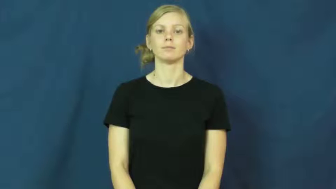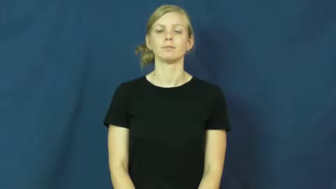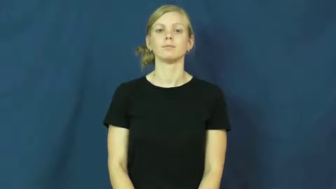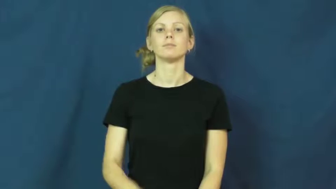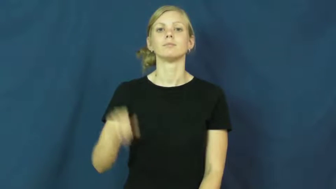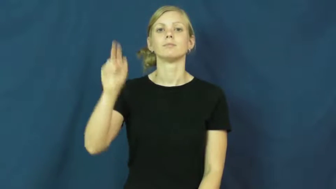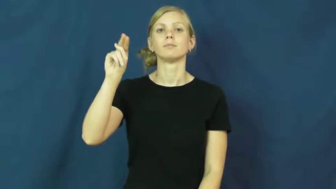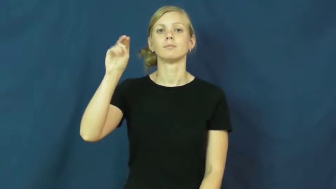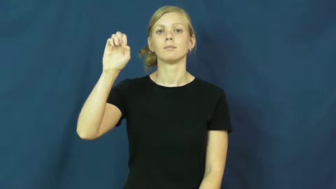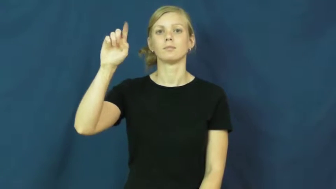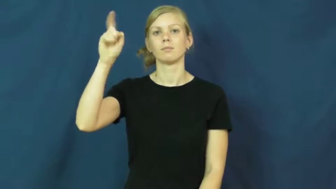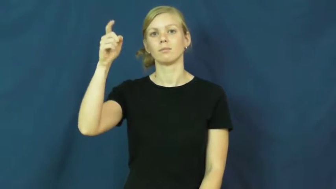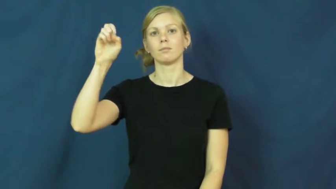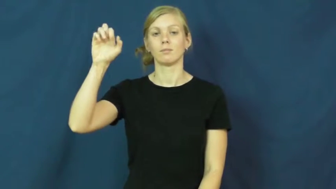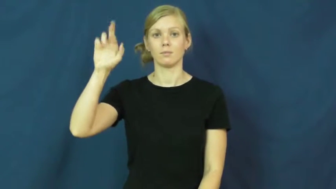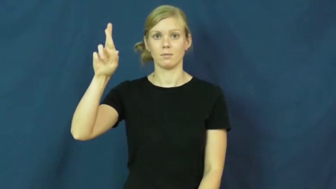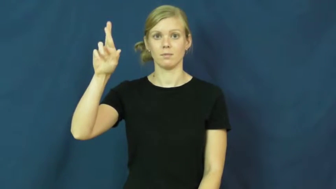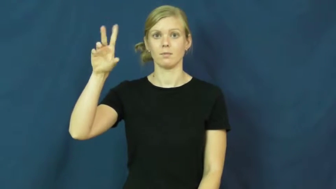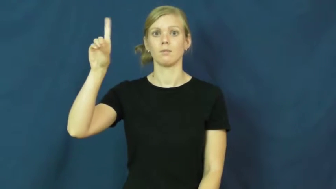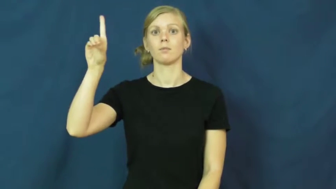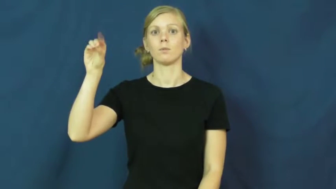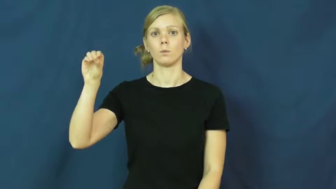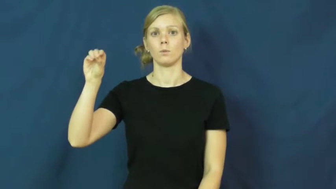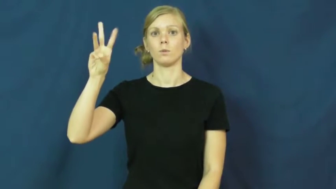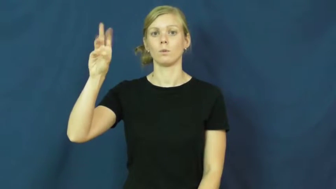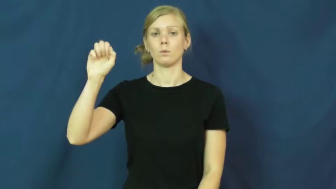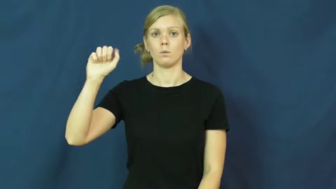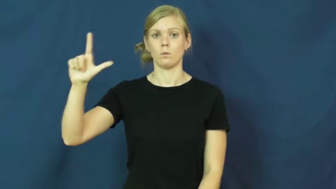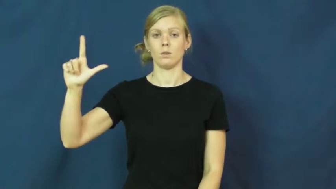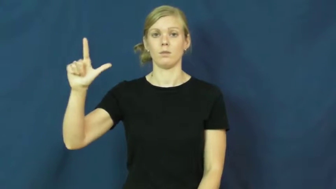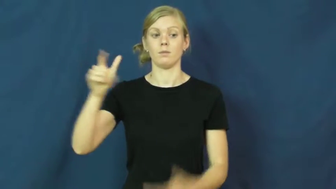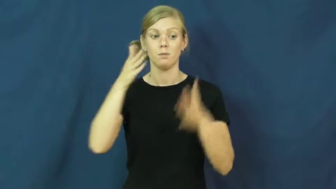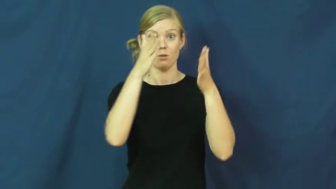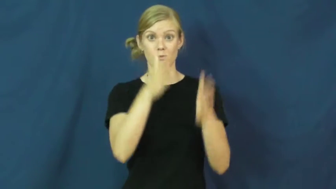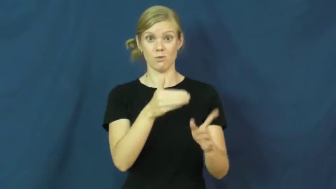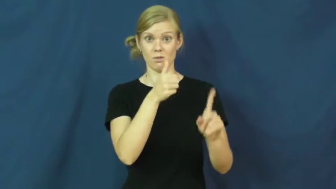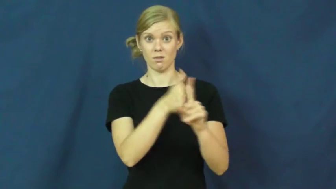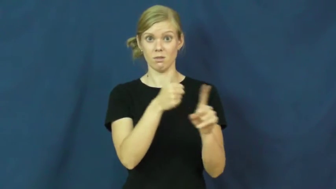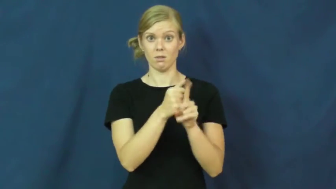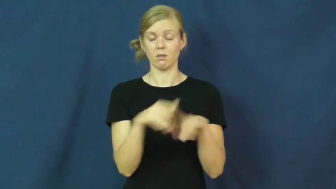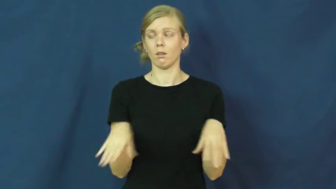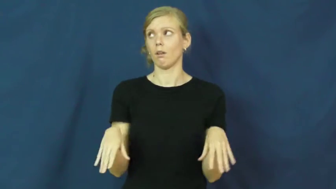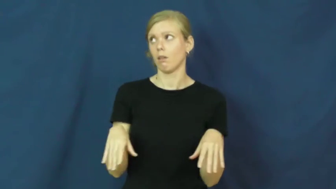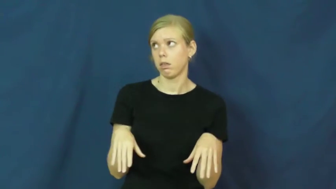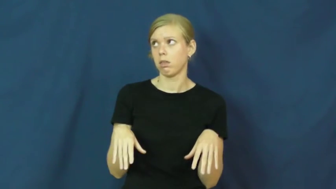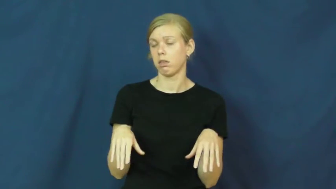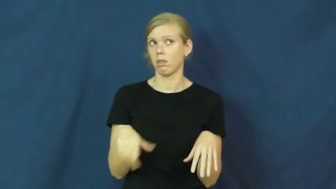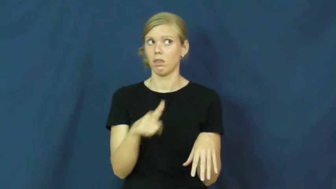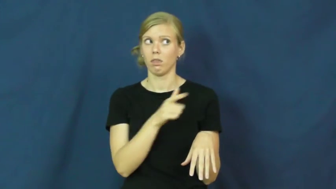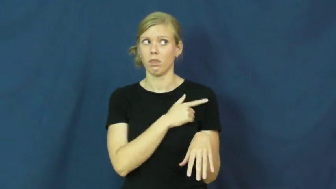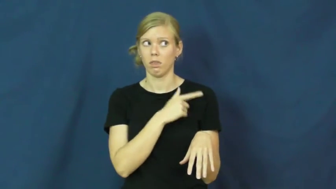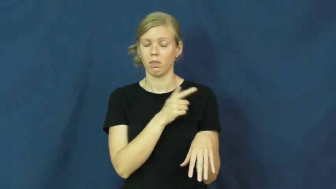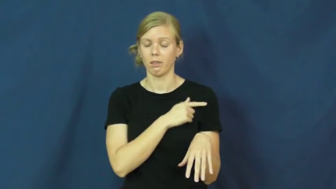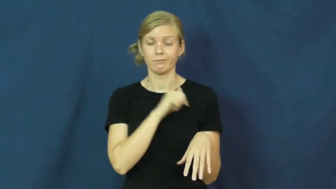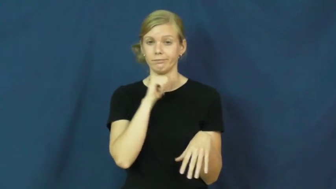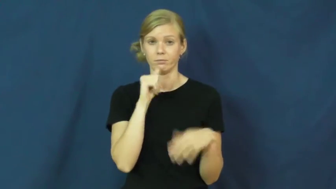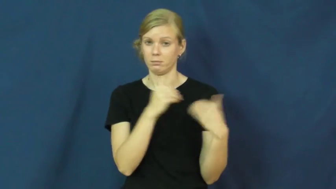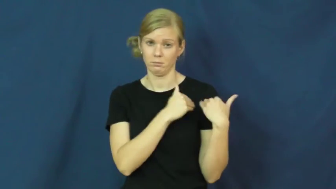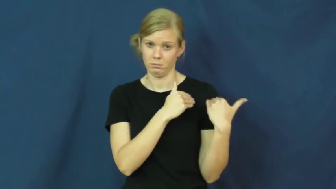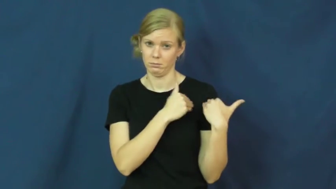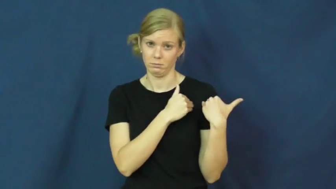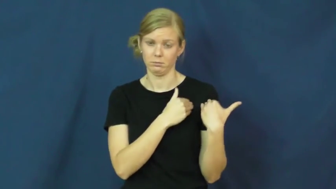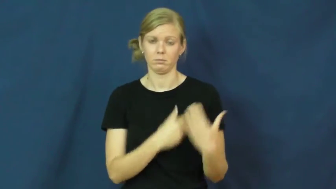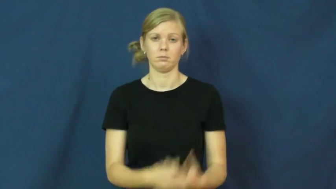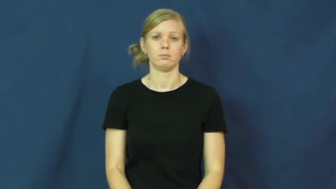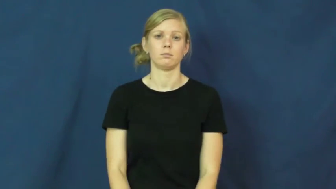ne'er do well